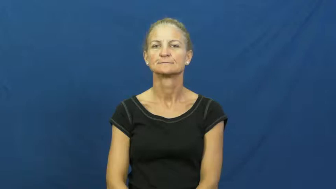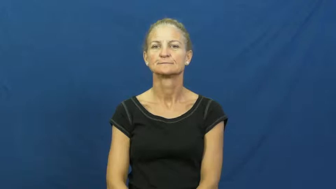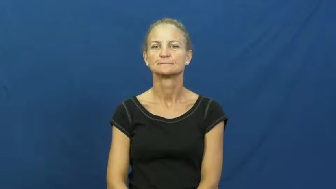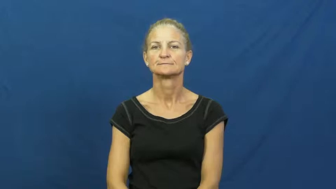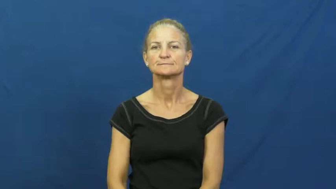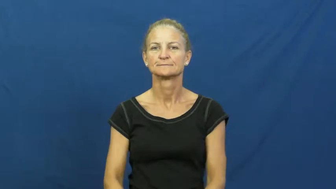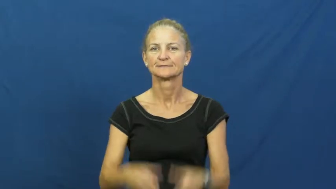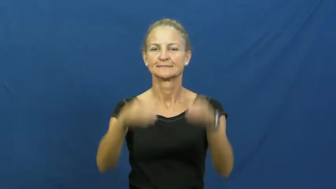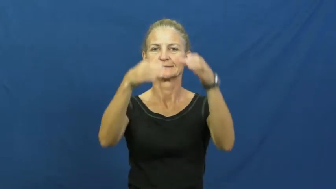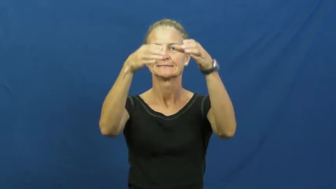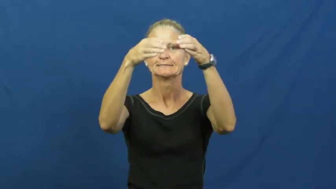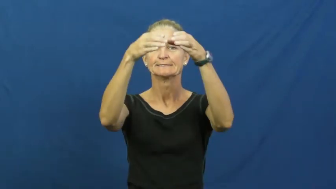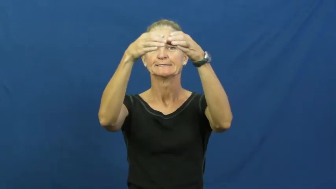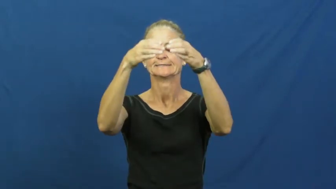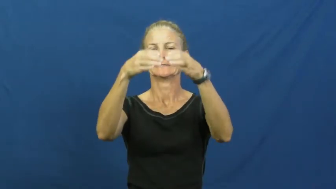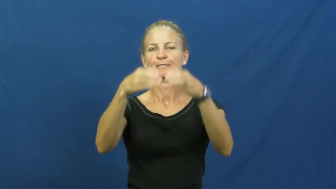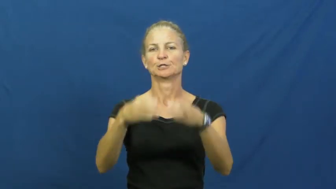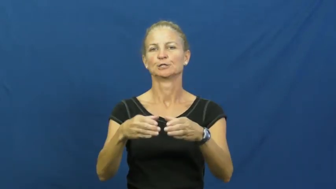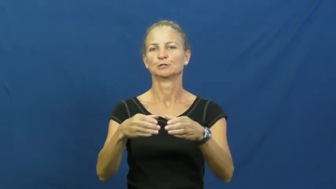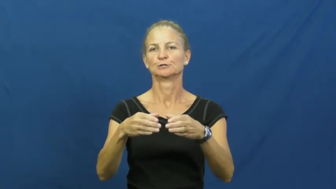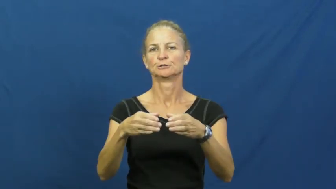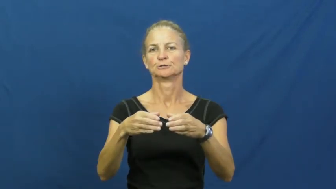cylinder